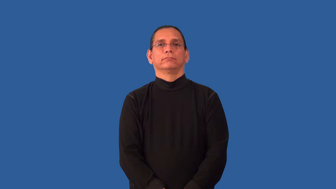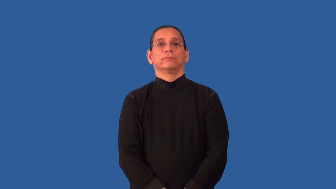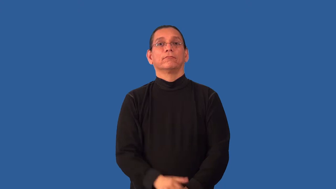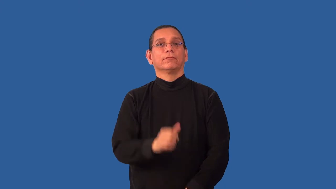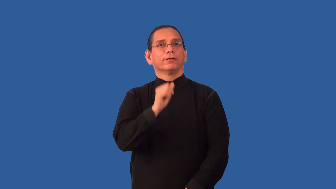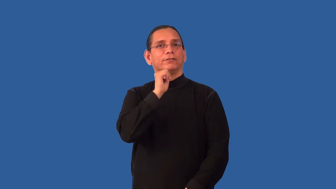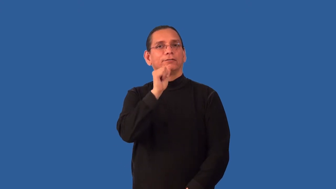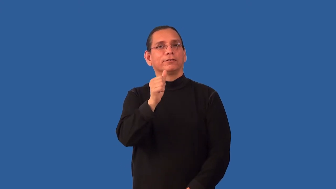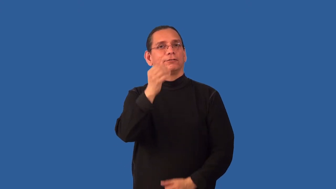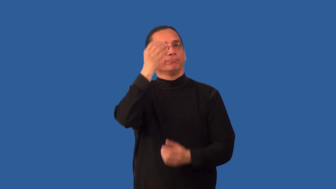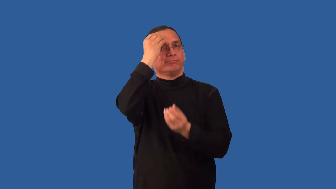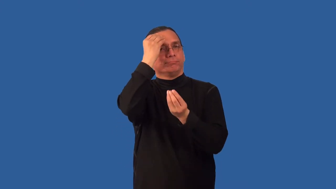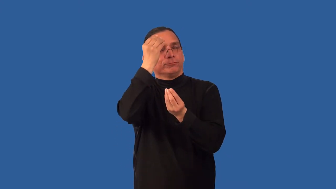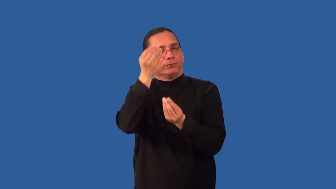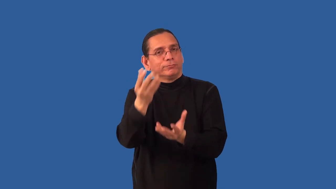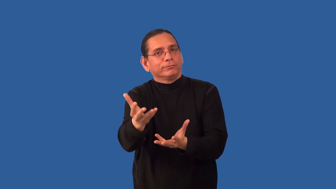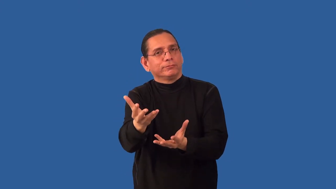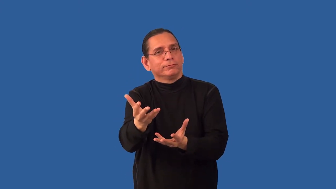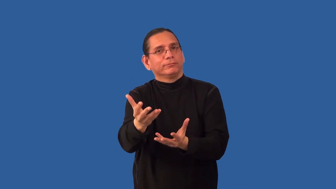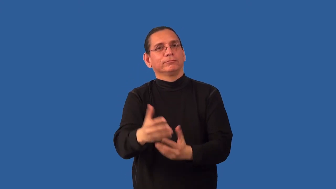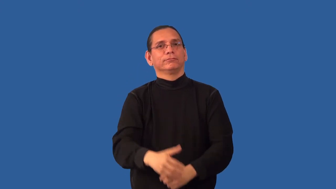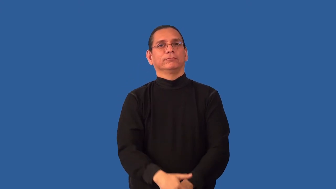noncompliance